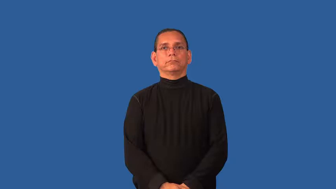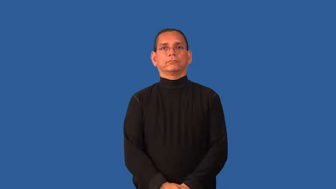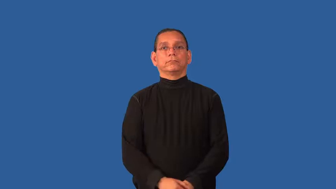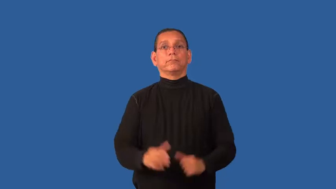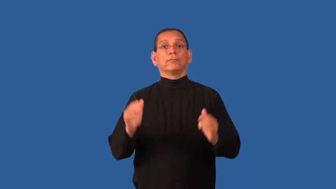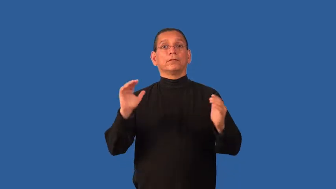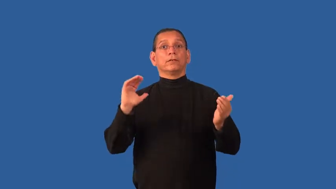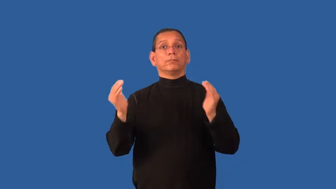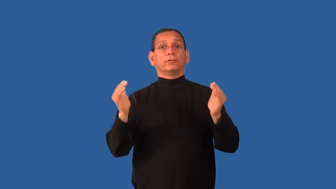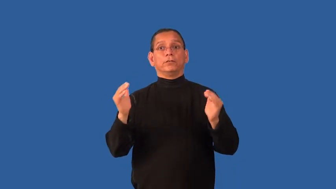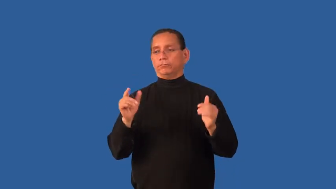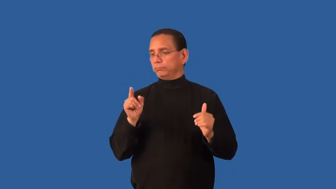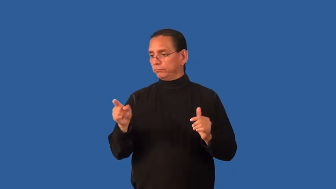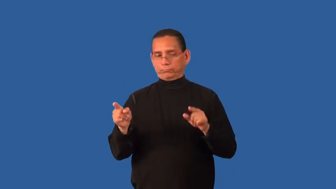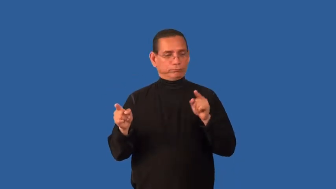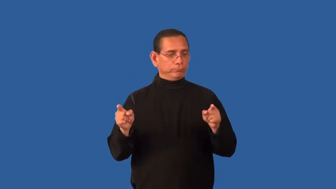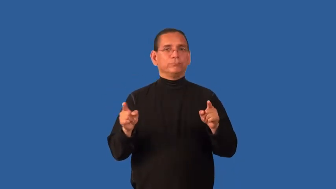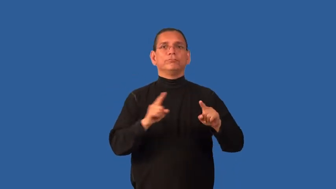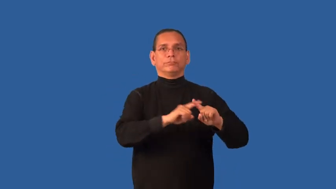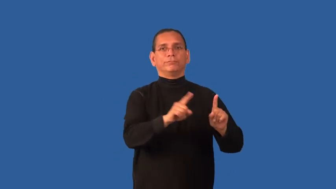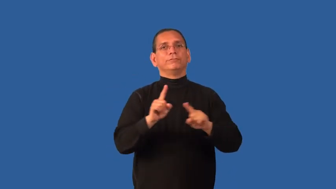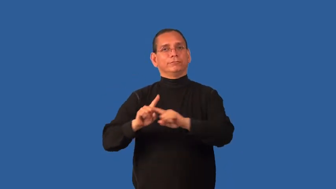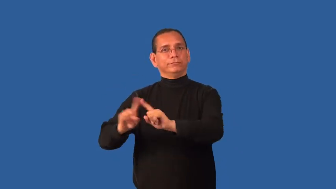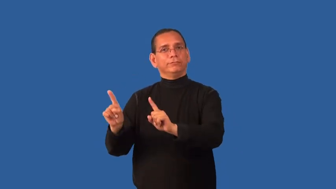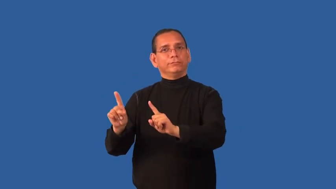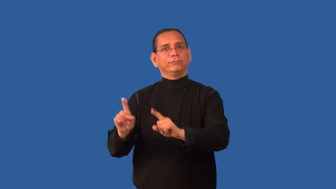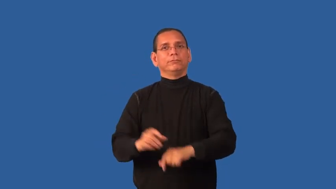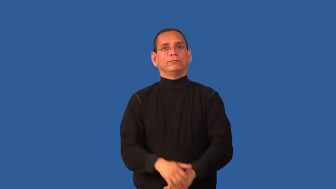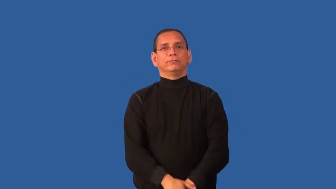distinction-difference